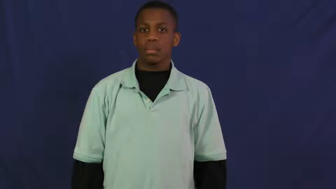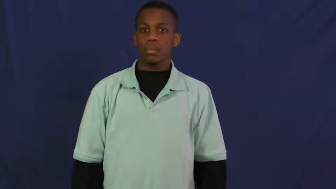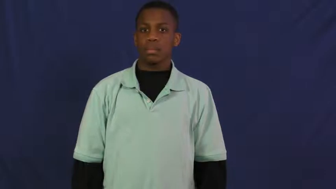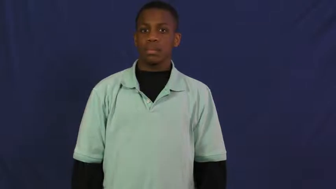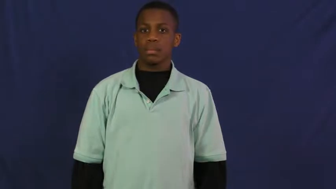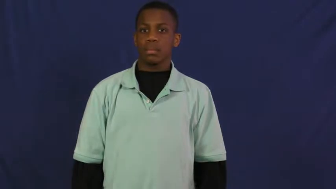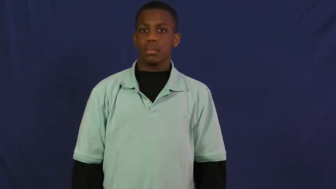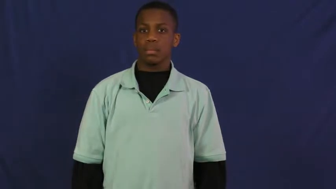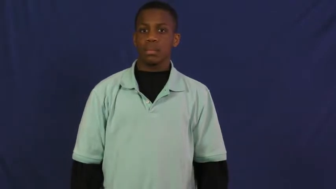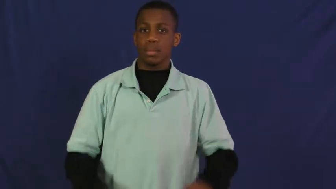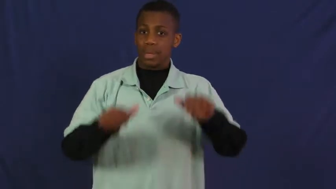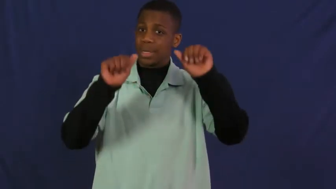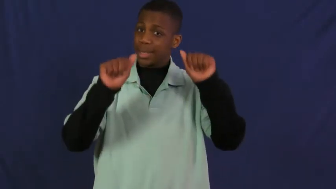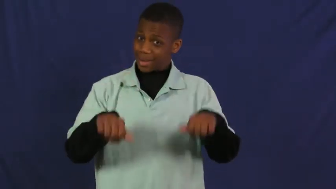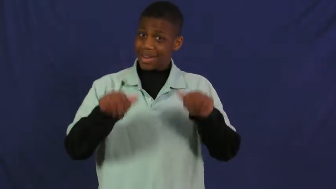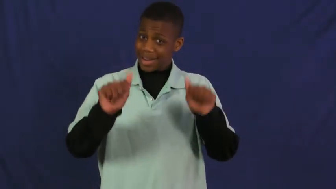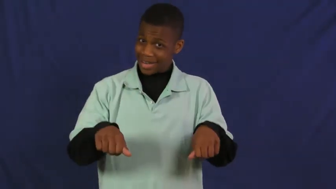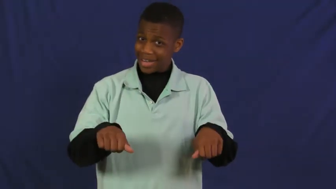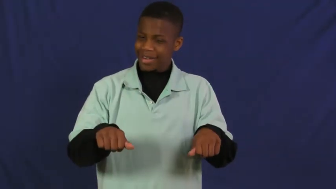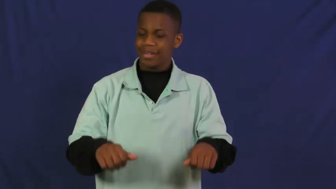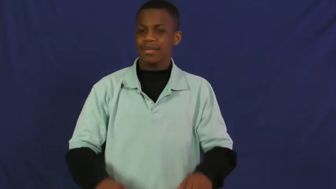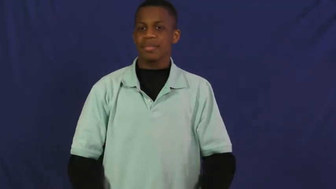possible,plausible,conceivable,potential,practicable,prospective,doable